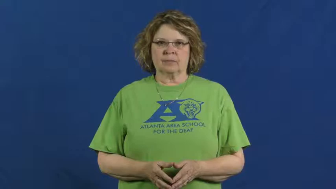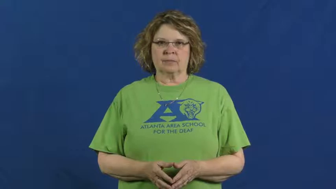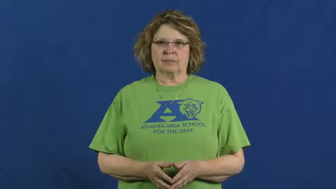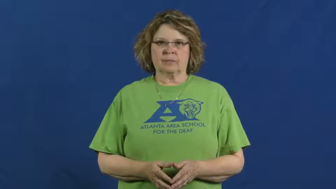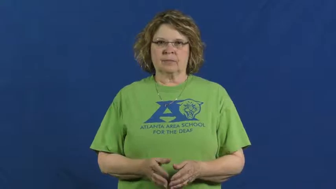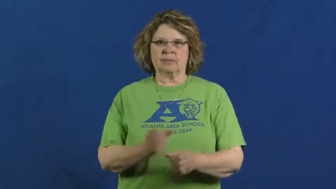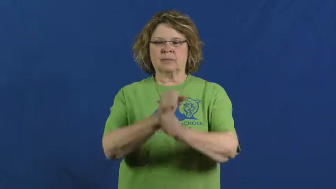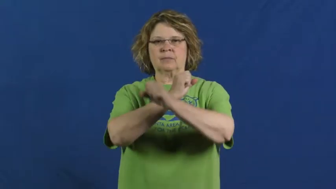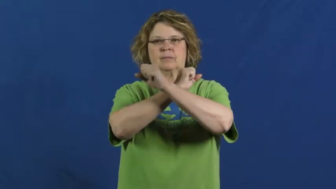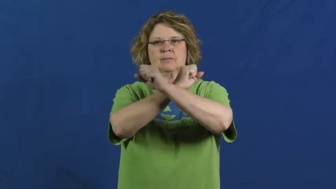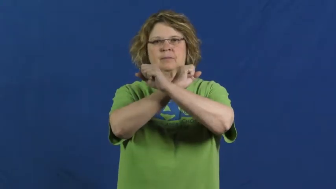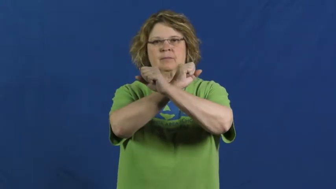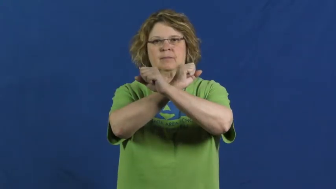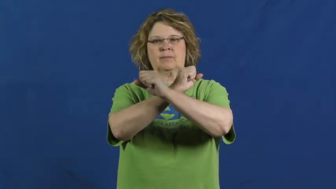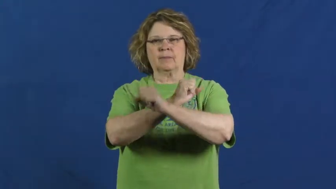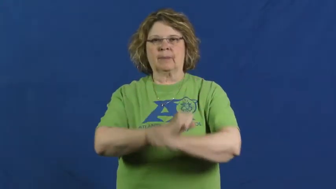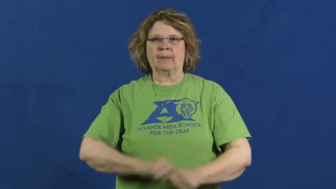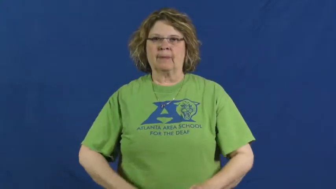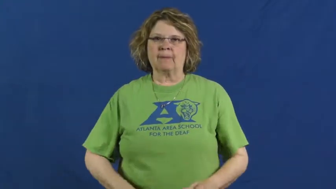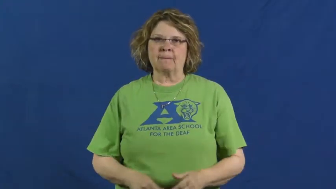stick up for